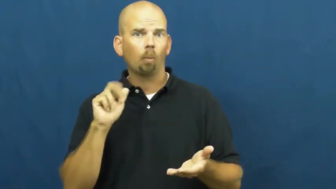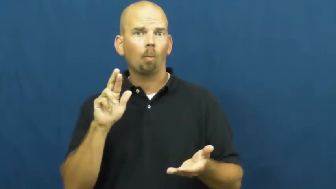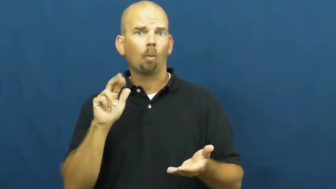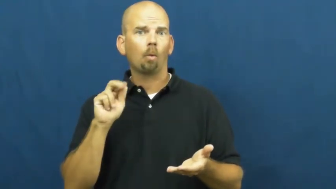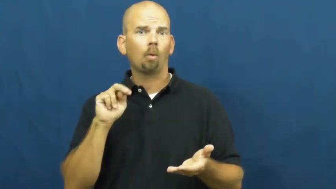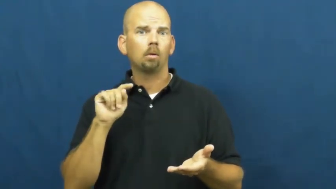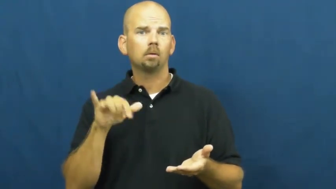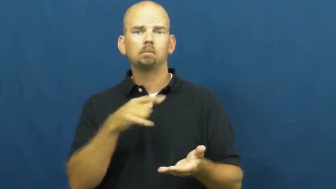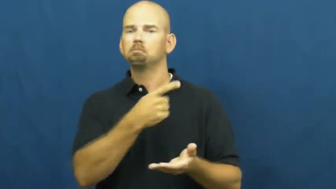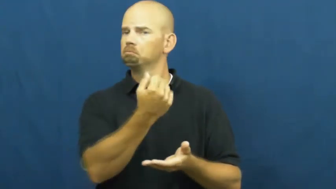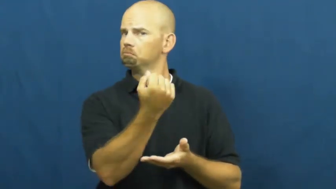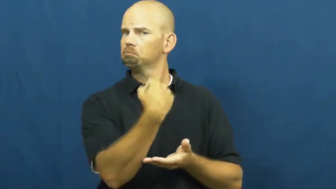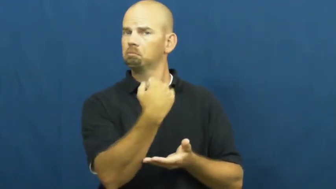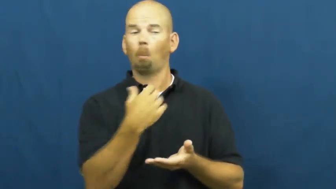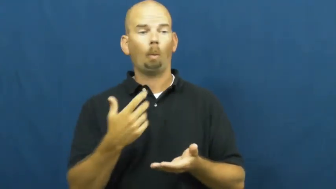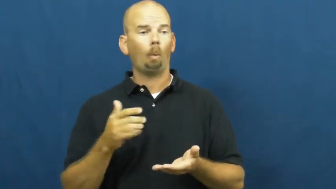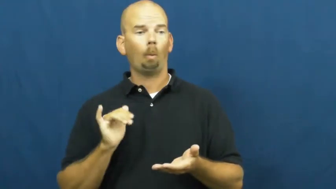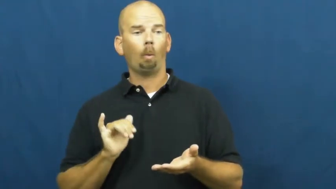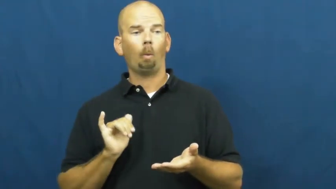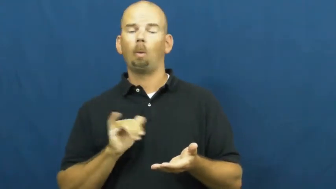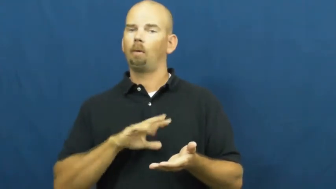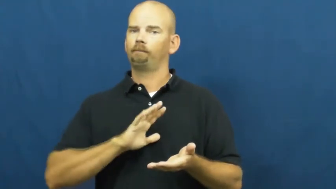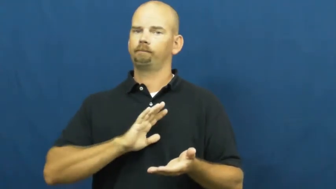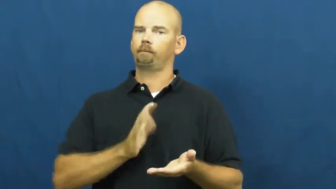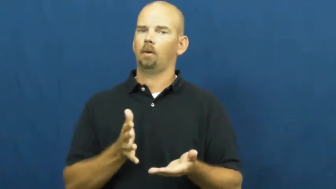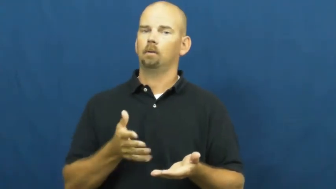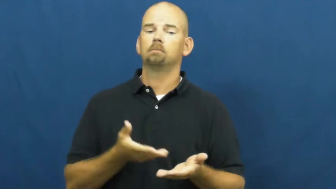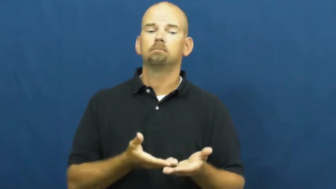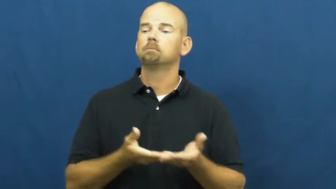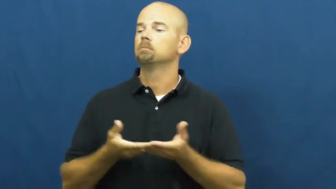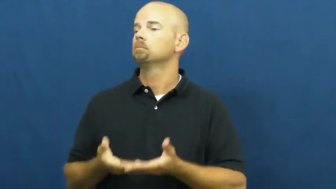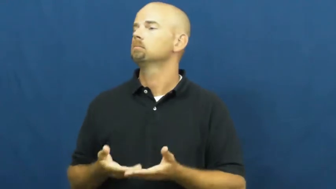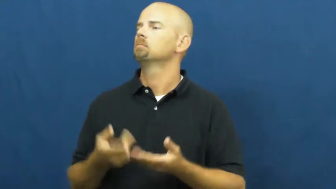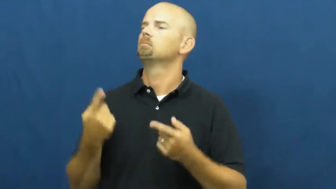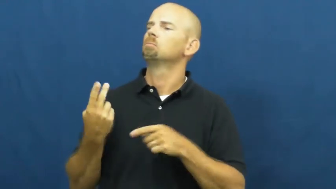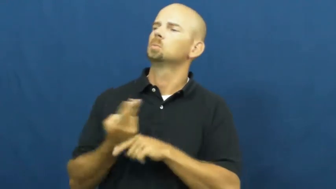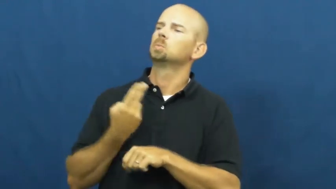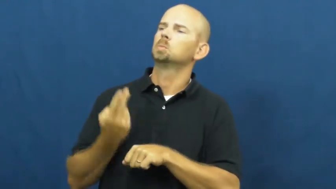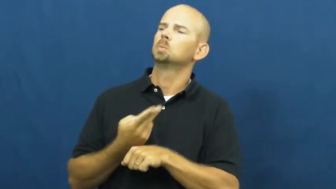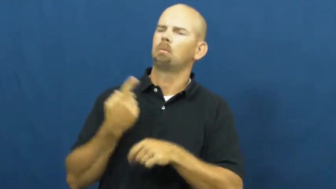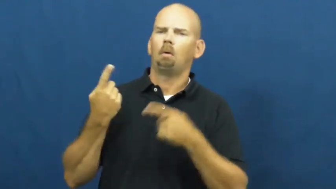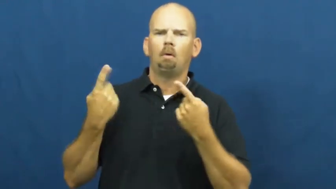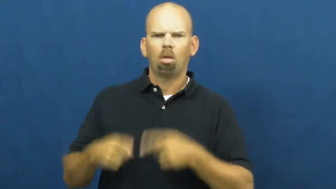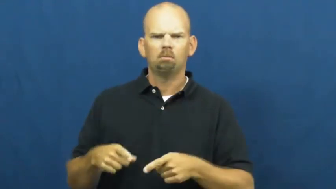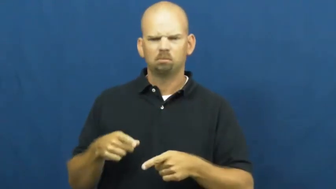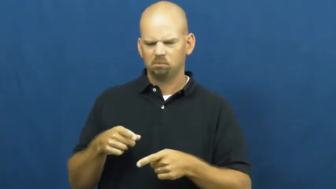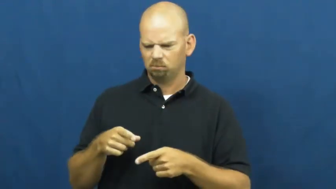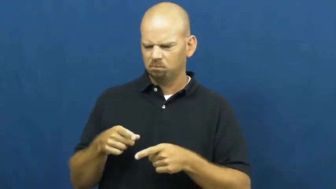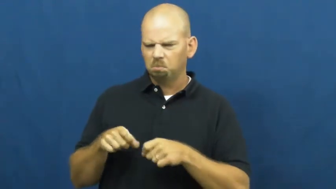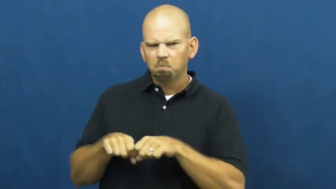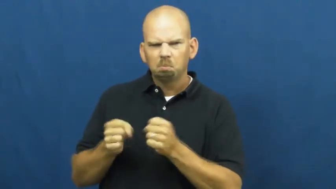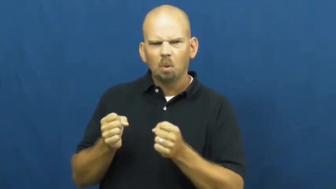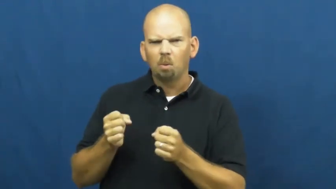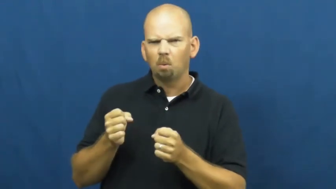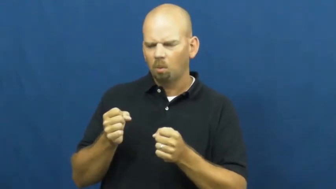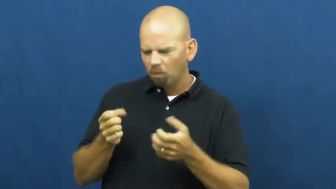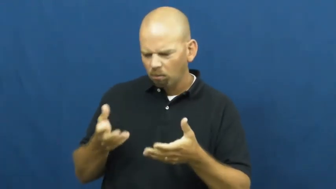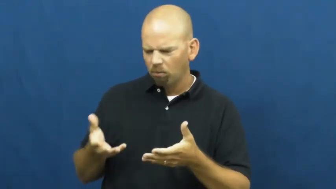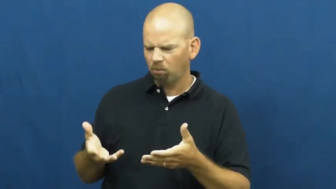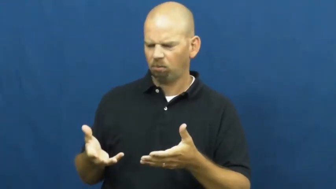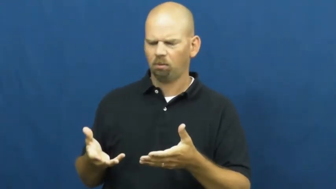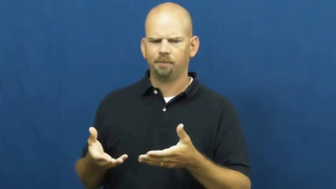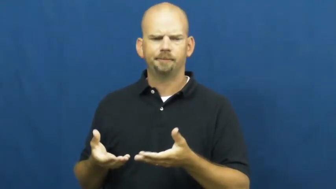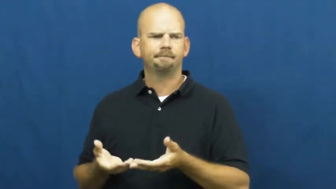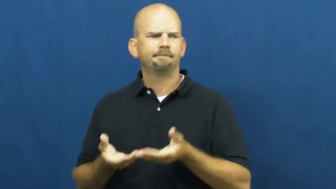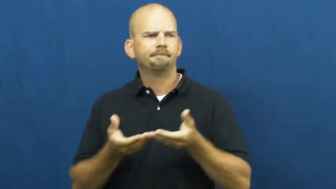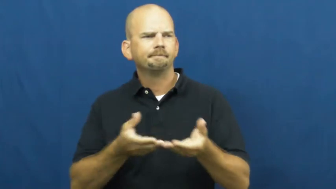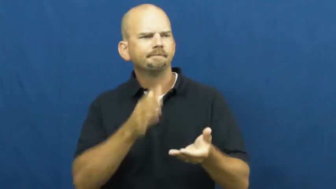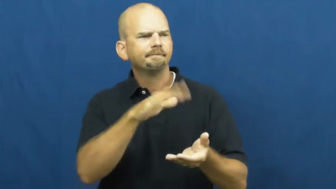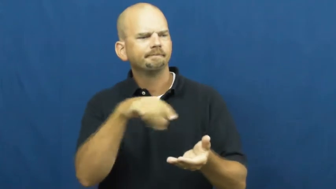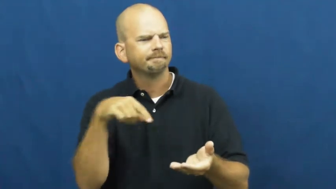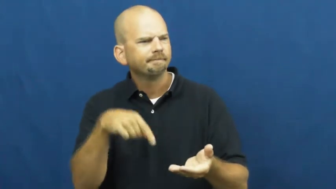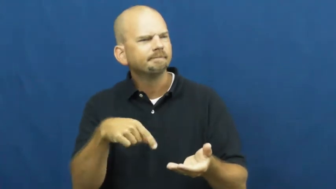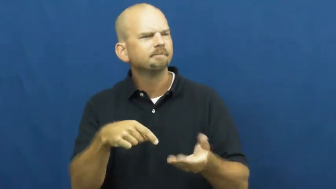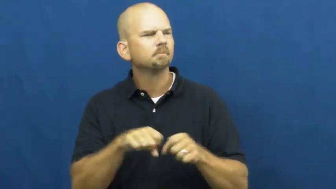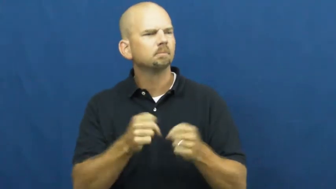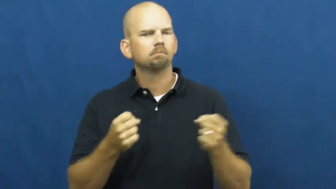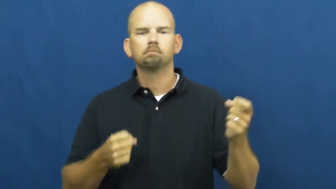warranty,guaranty